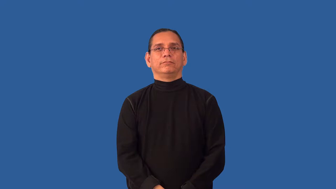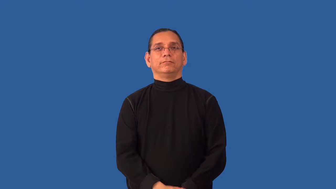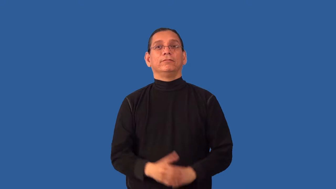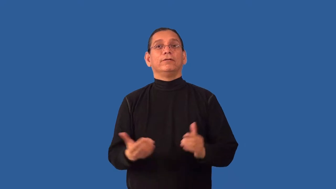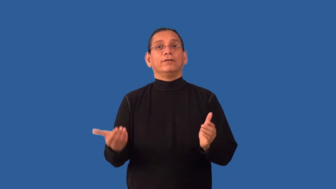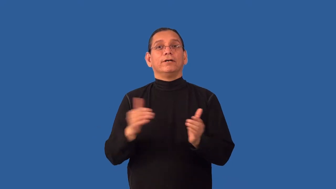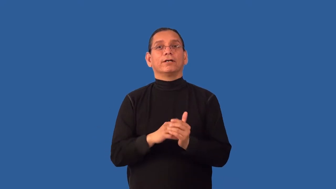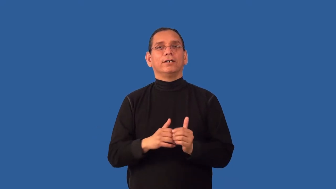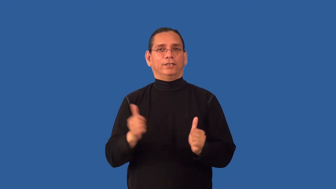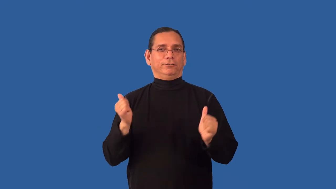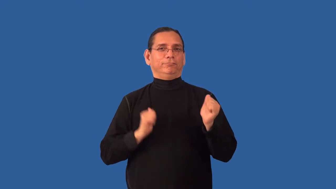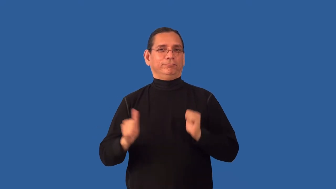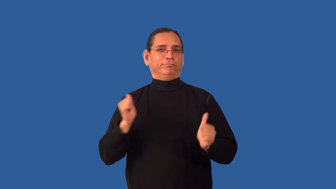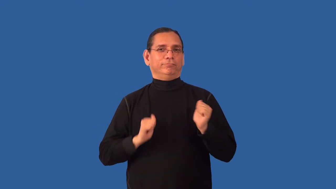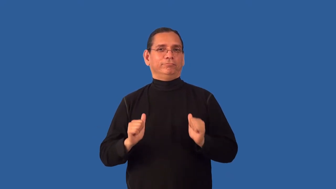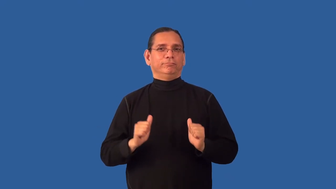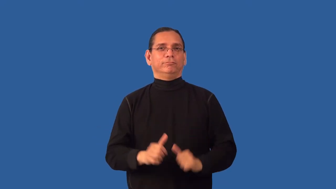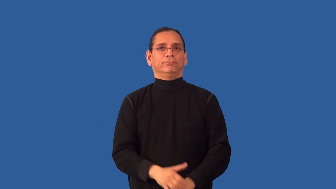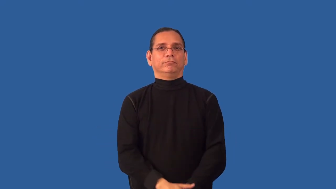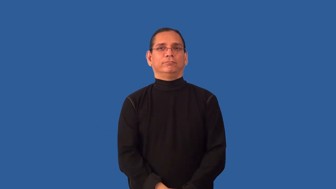reenact-act